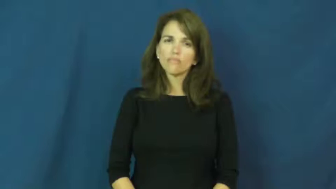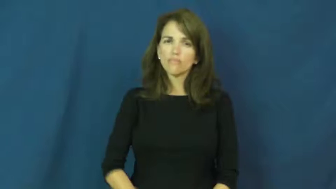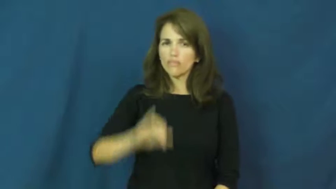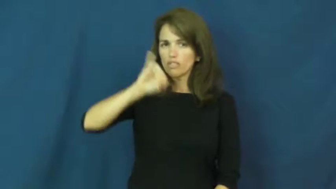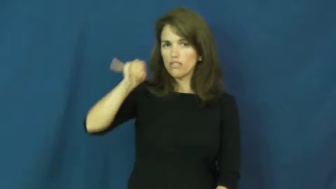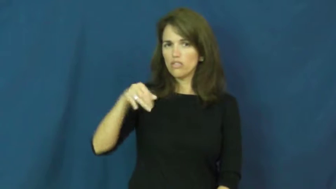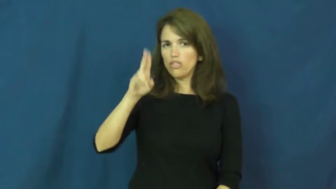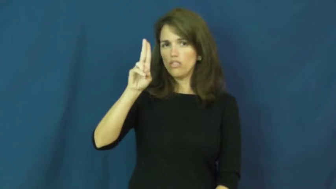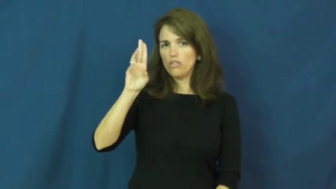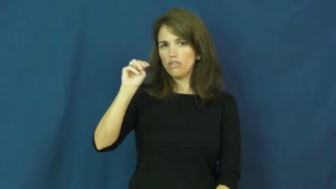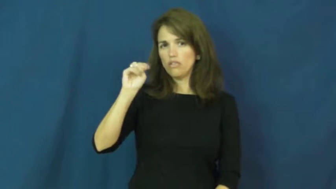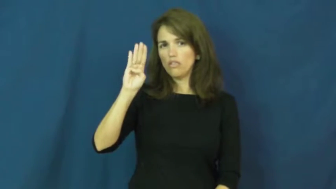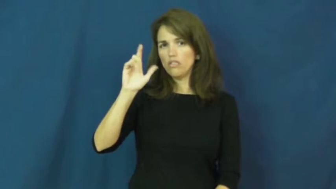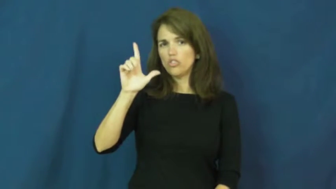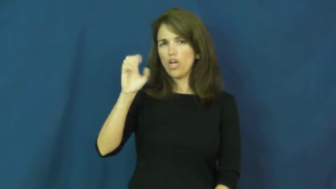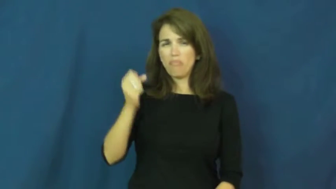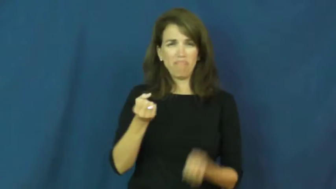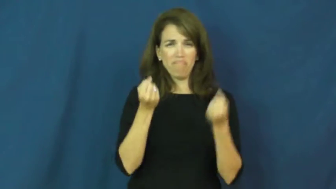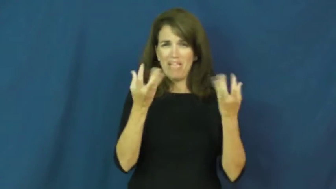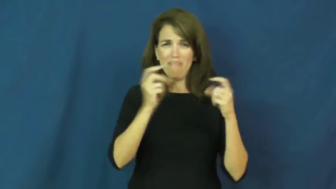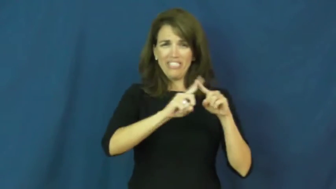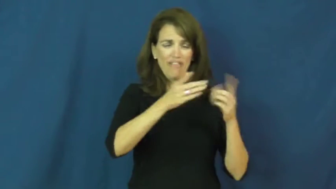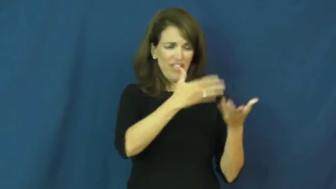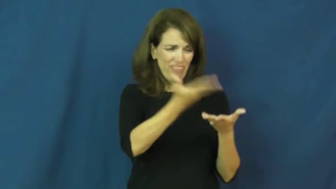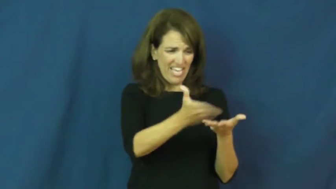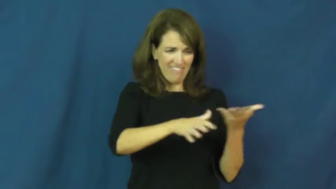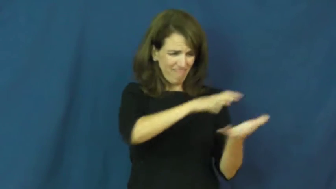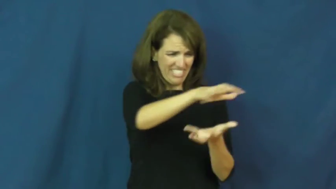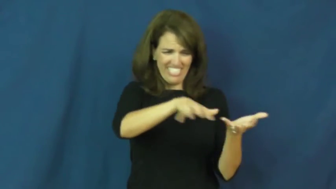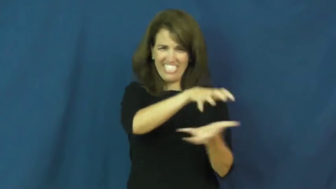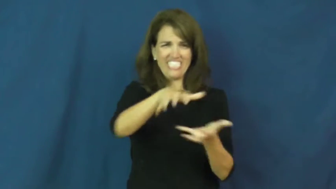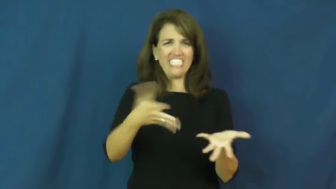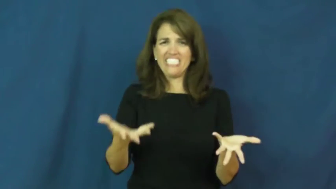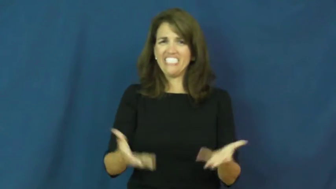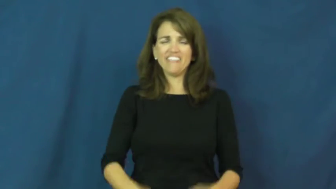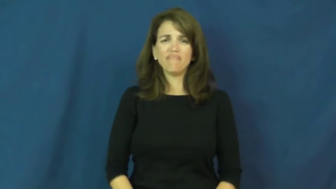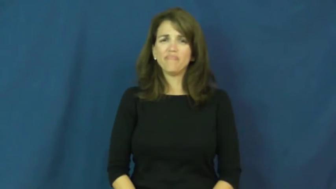jumble,jumble up